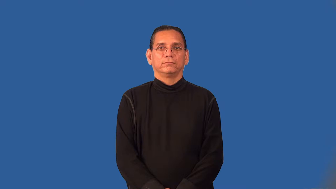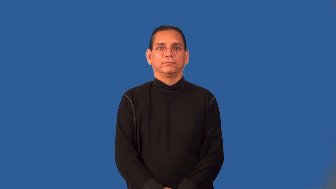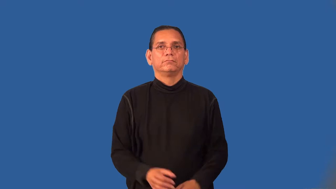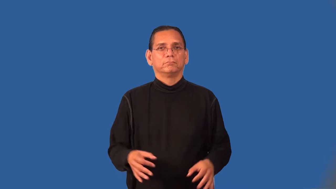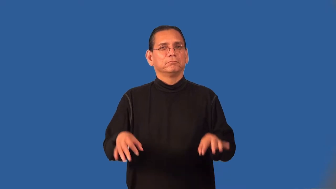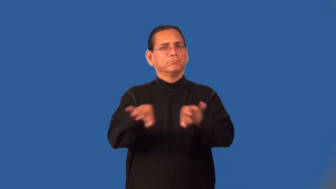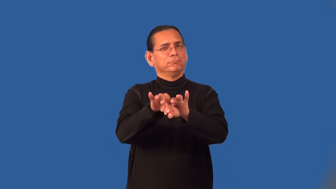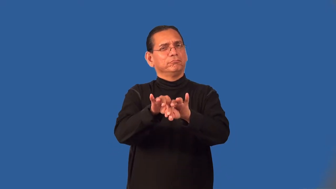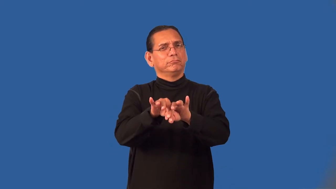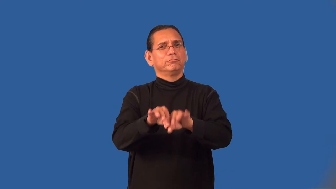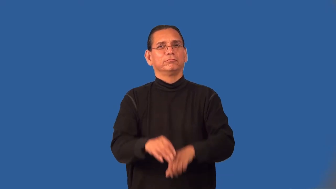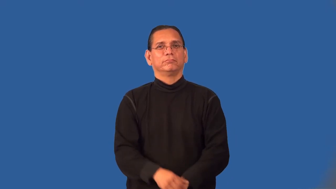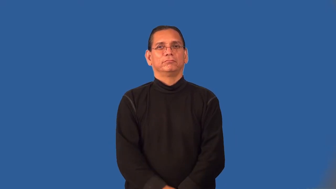prime-most important